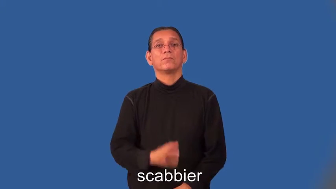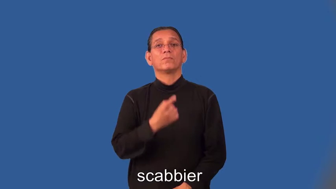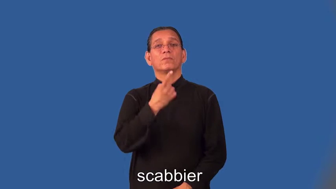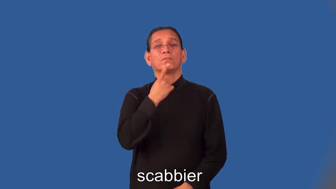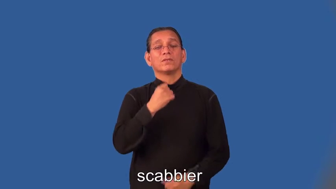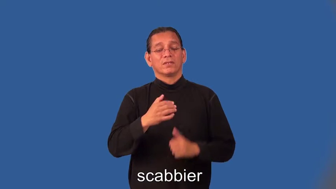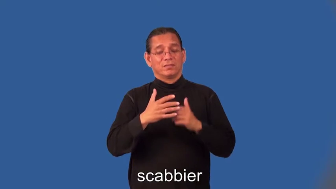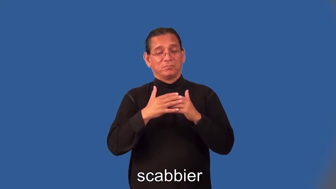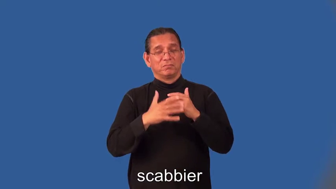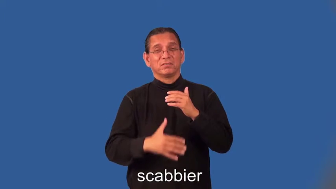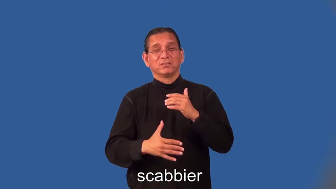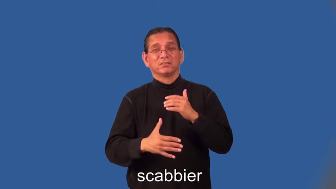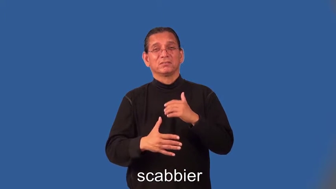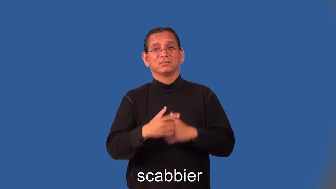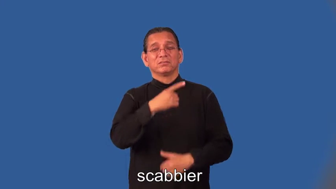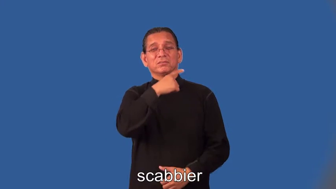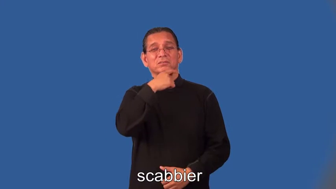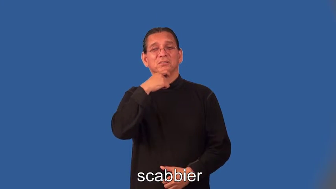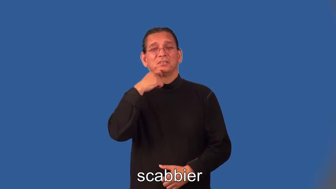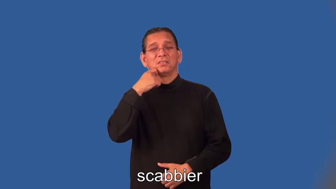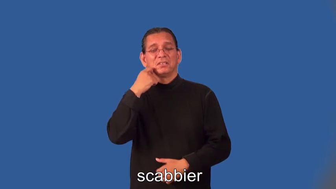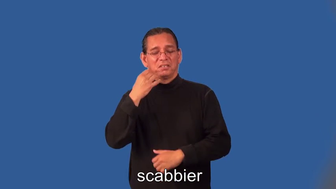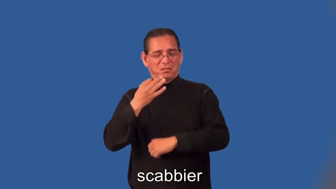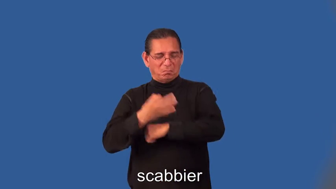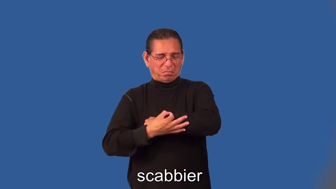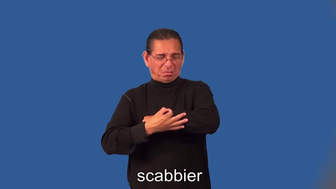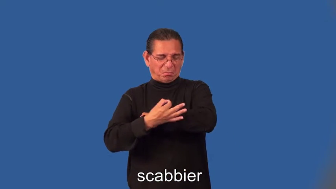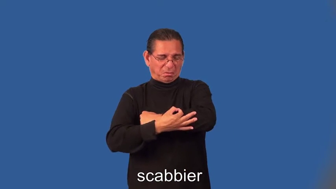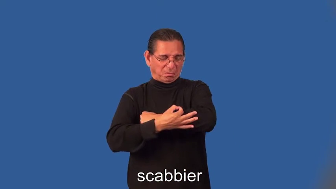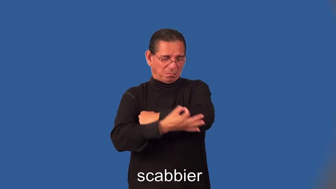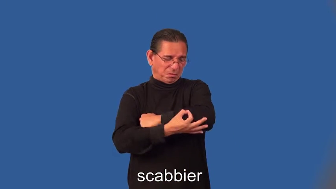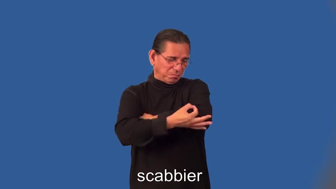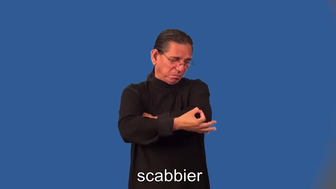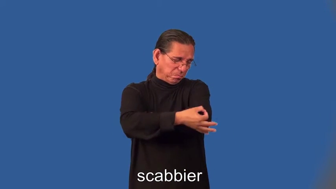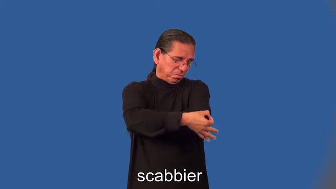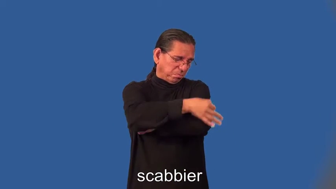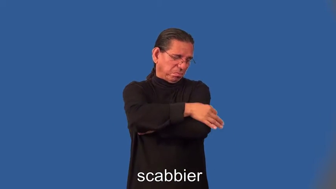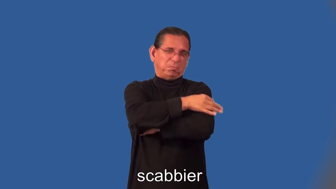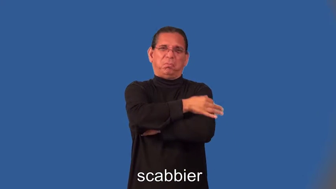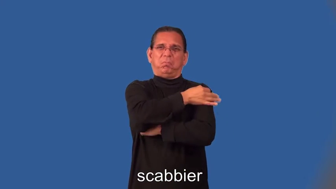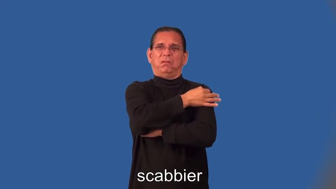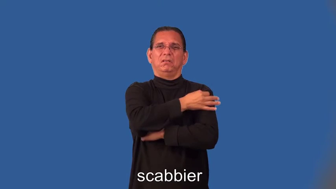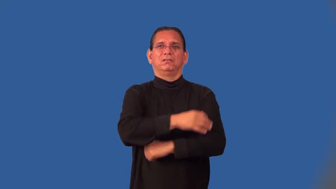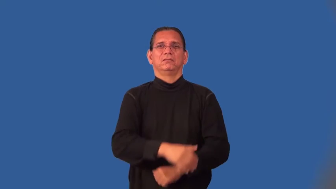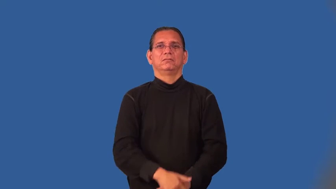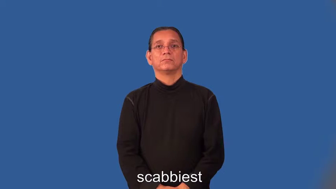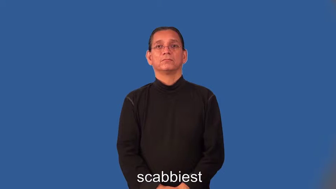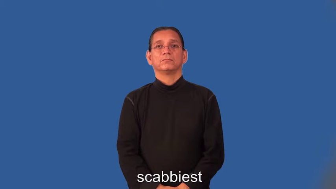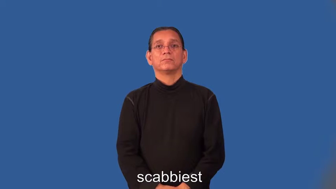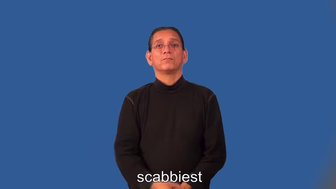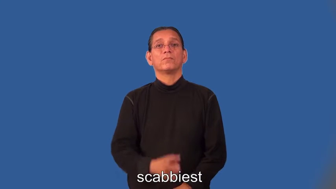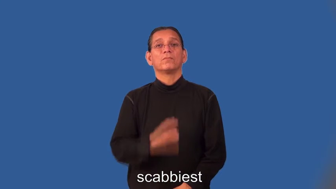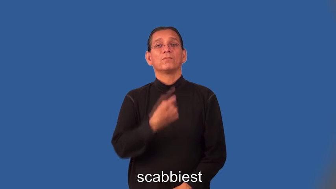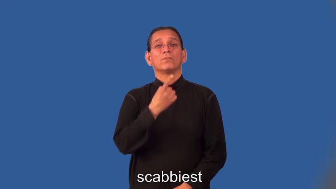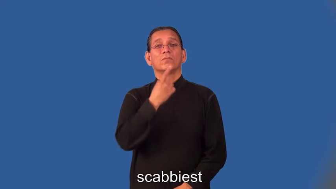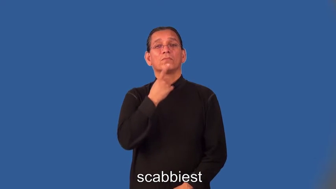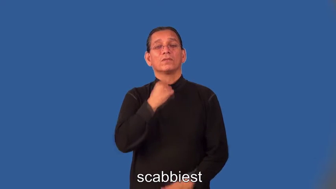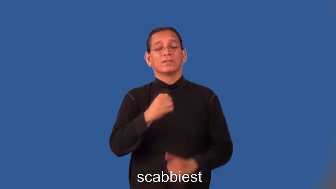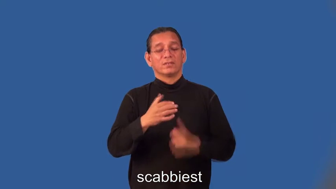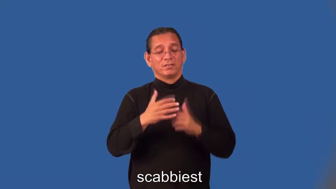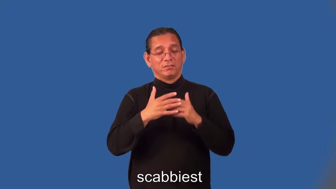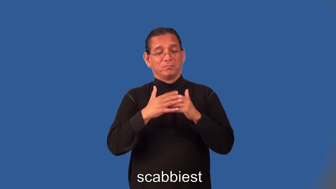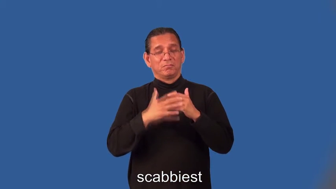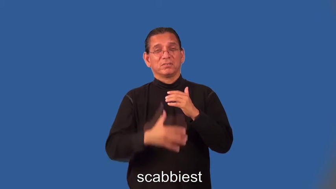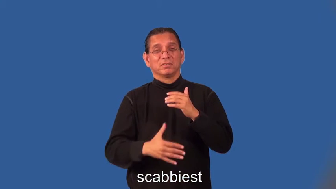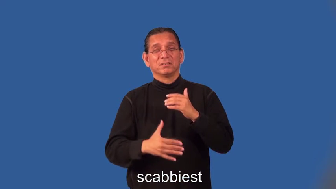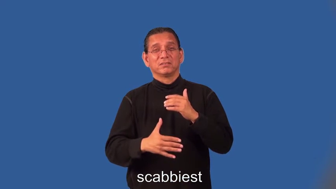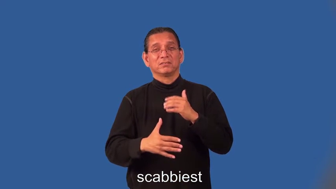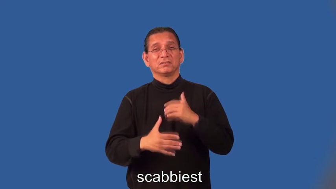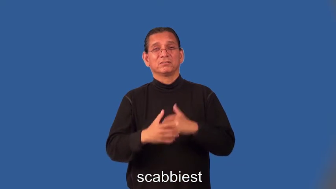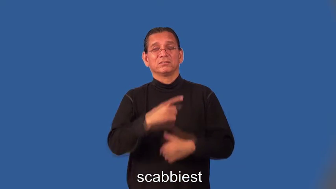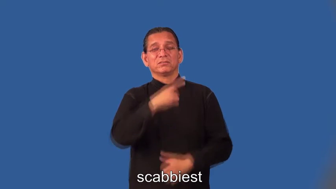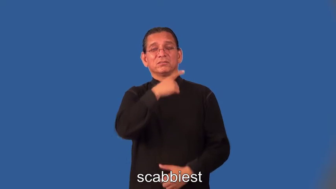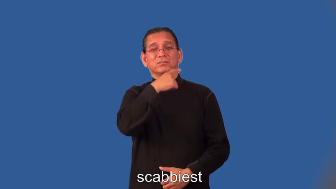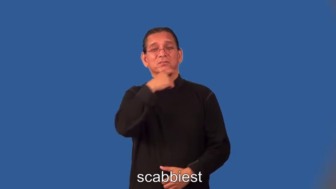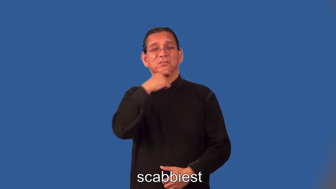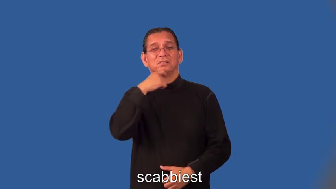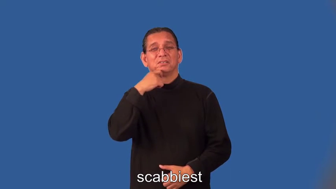scabbier,scabbiest